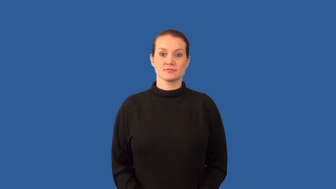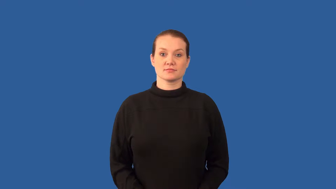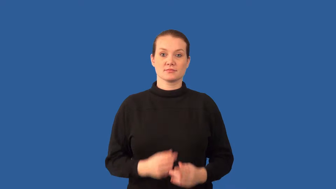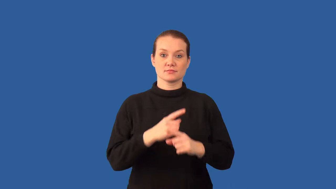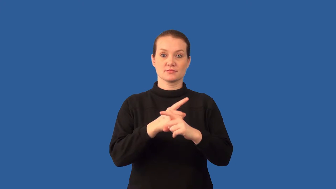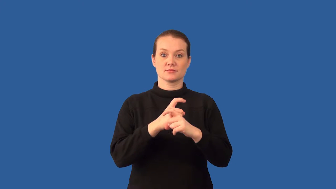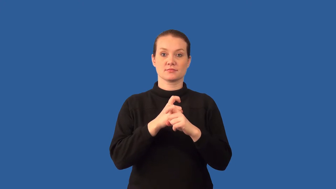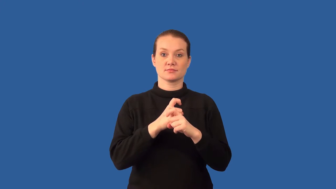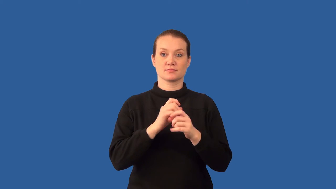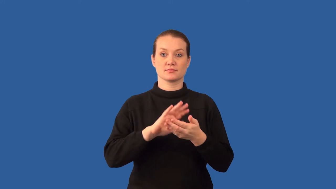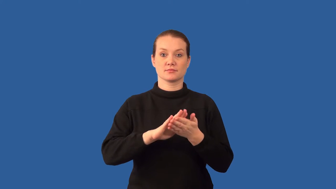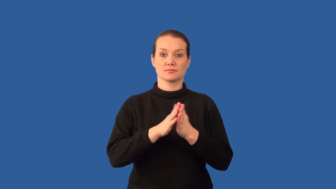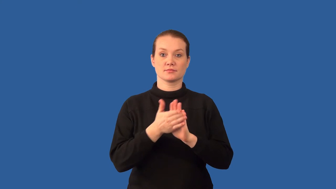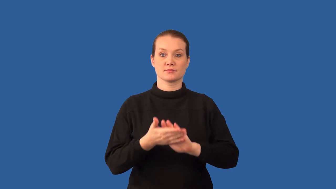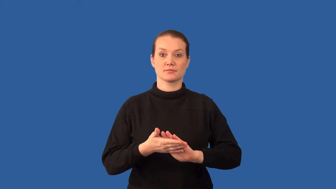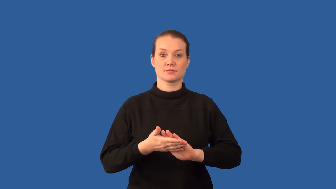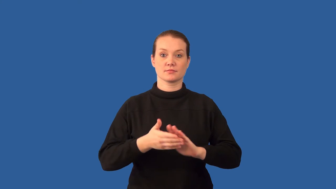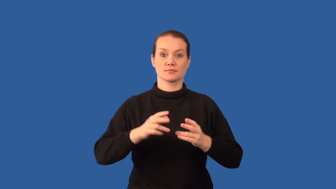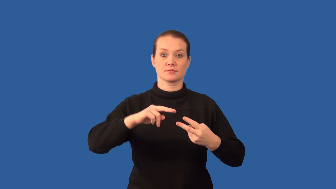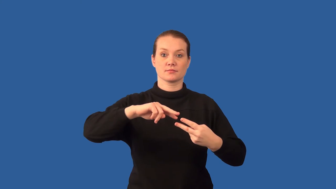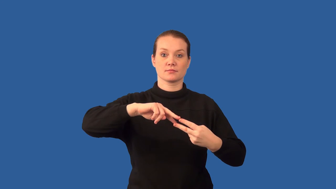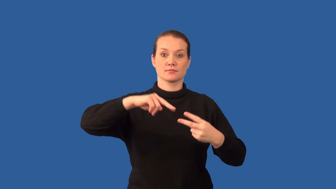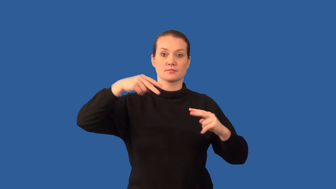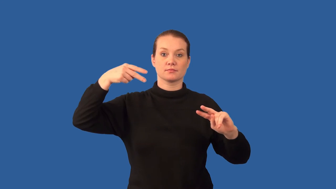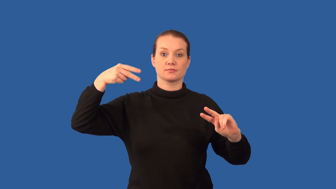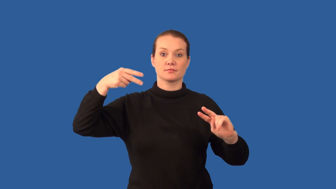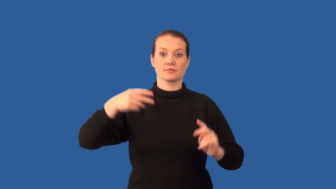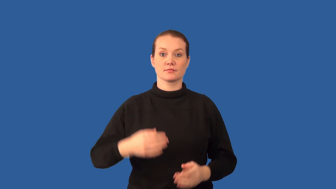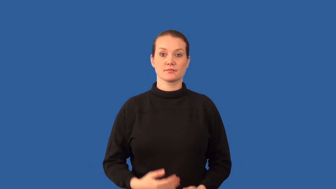prophase